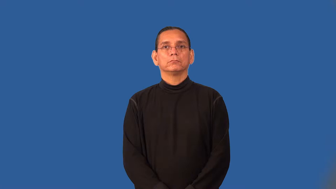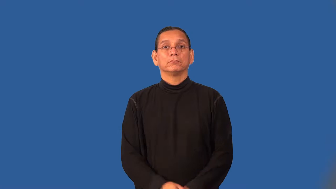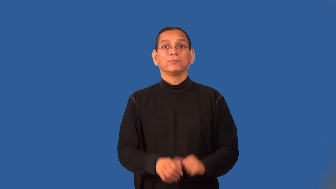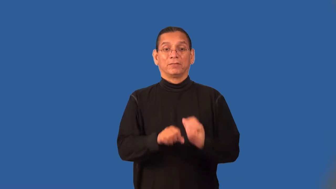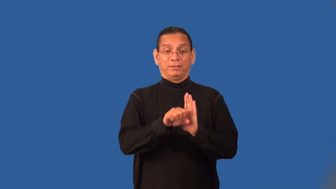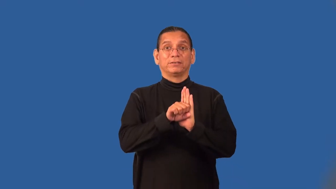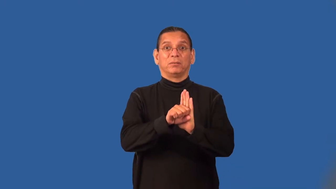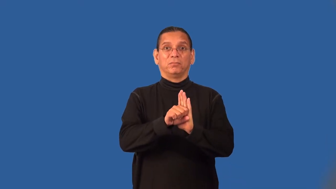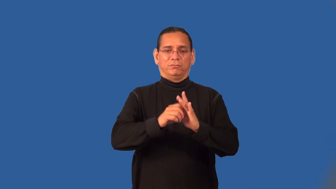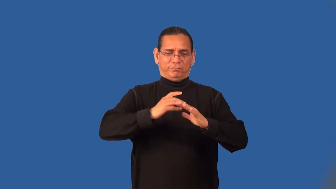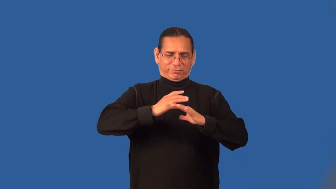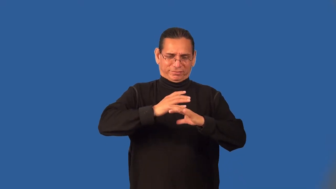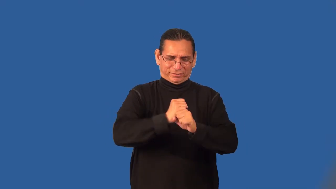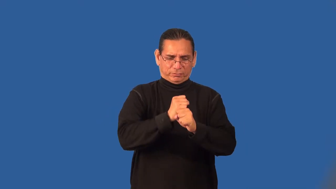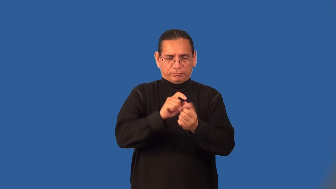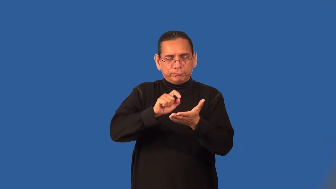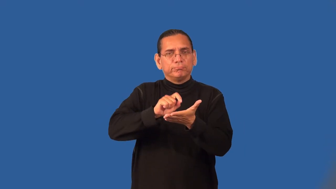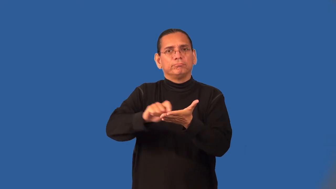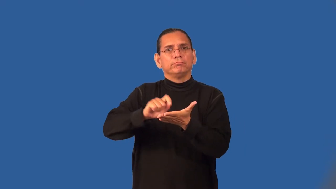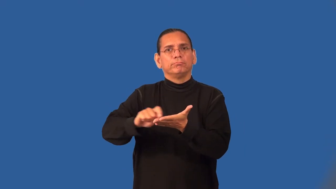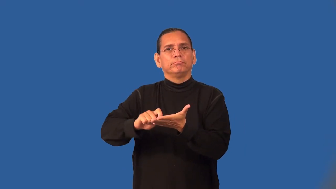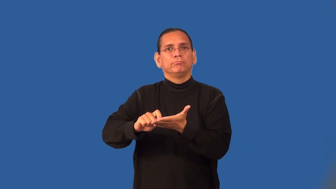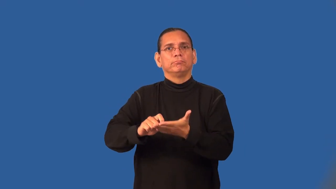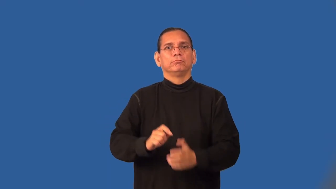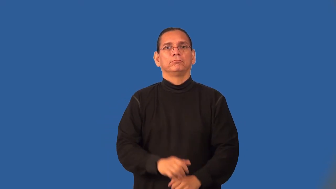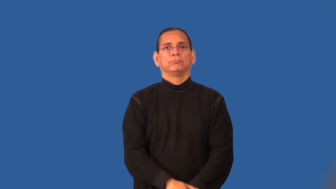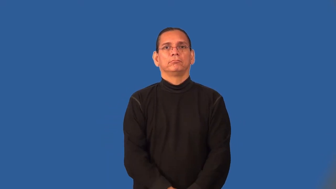stenography